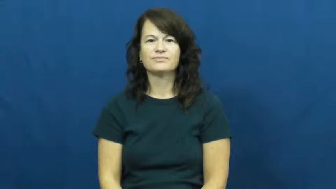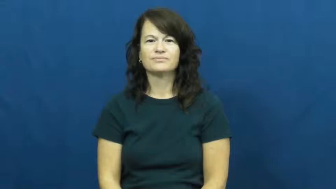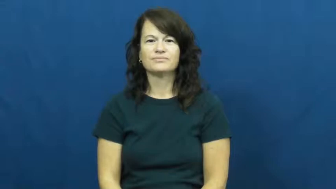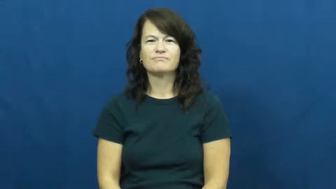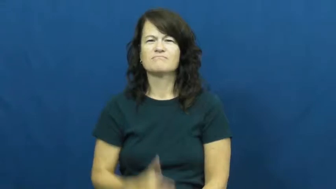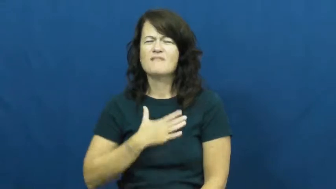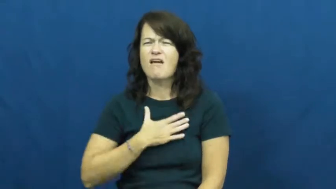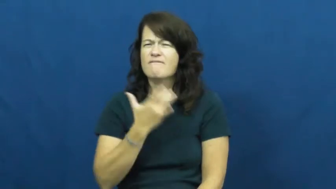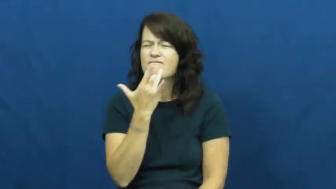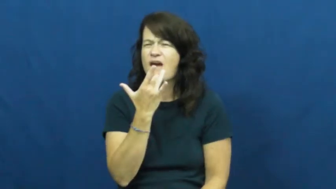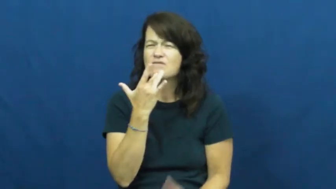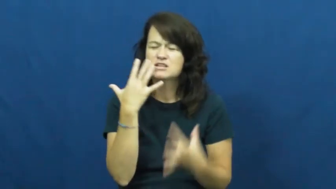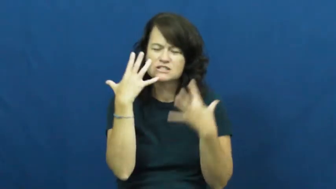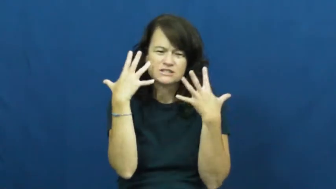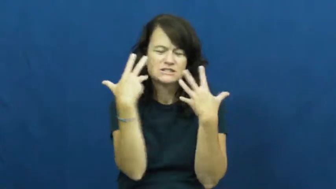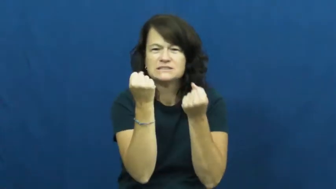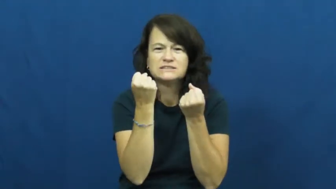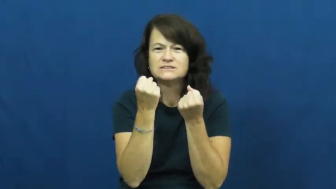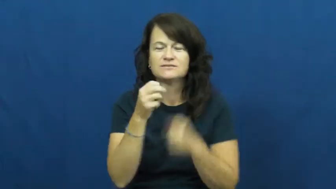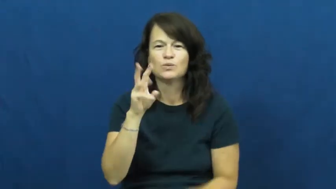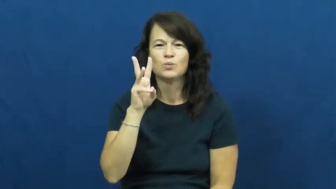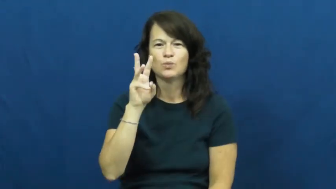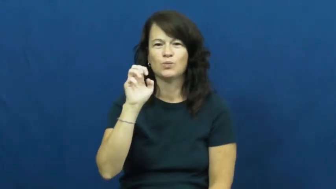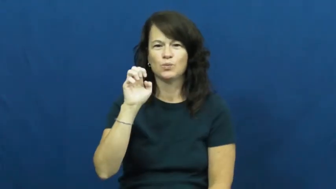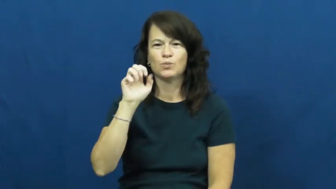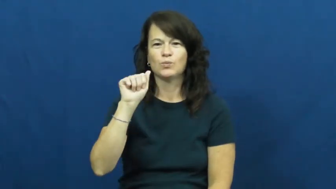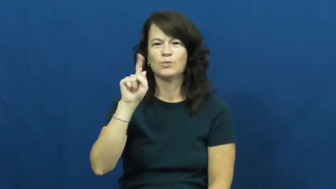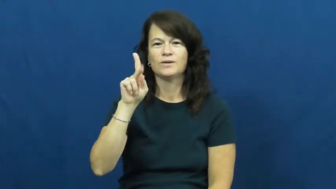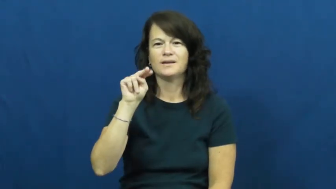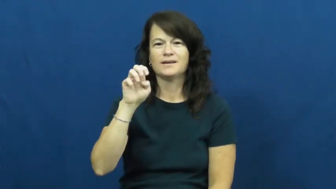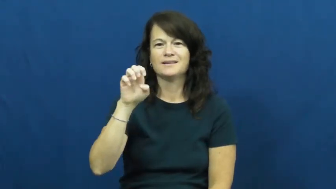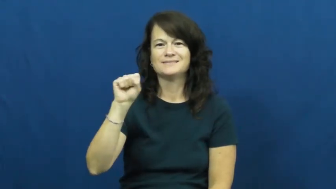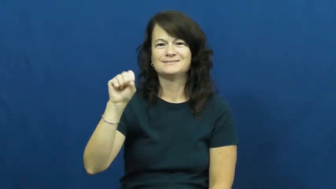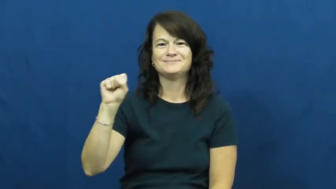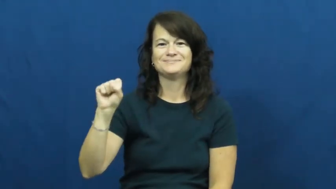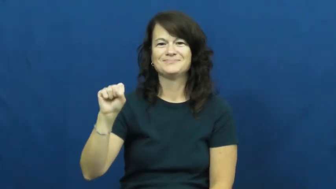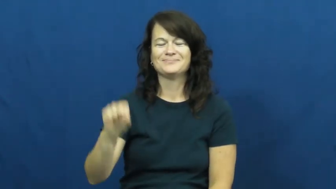weakness